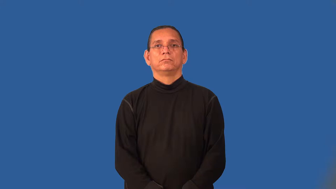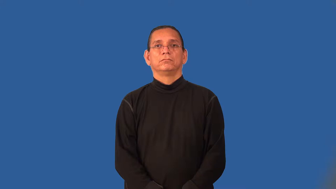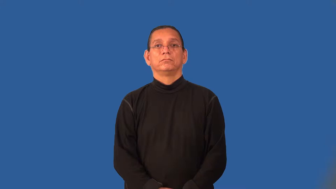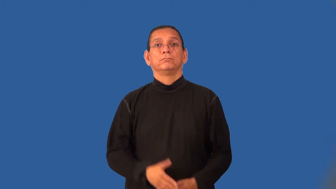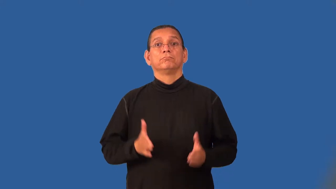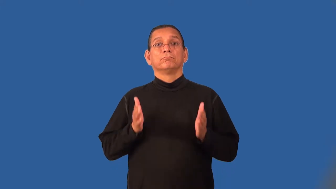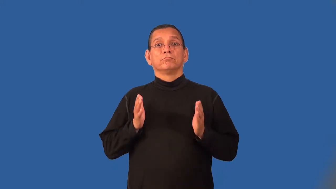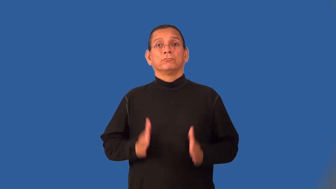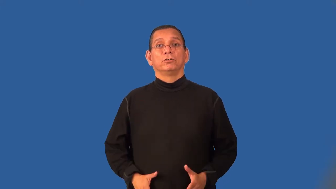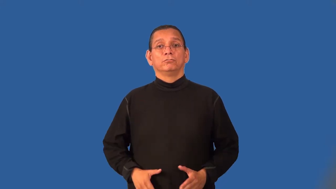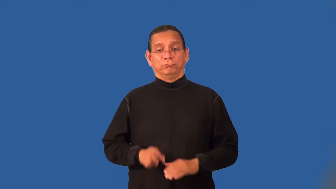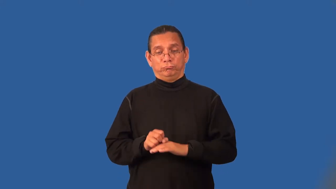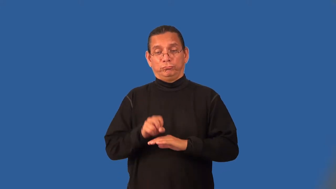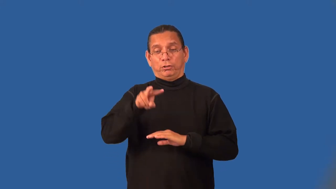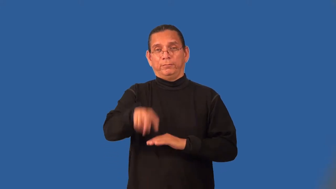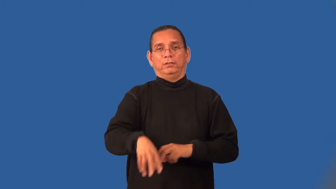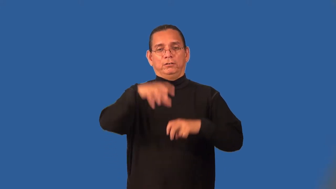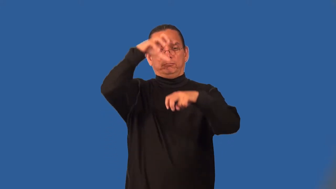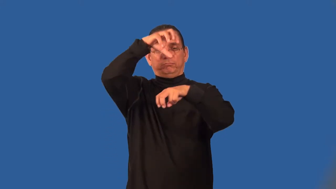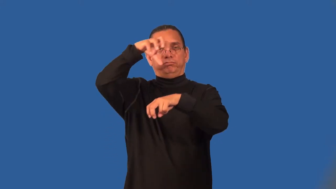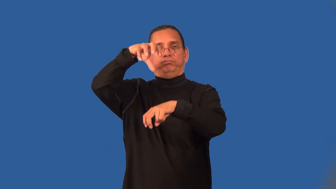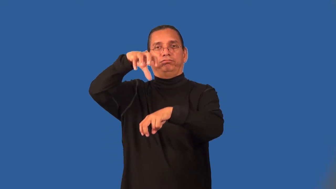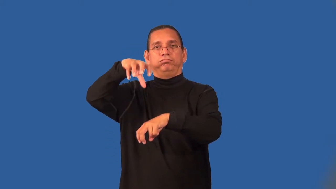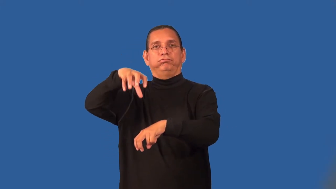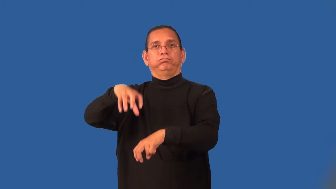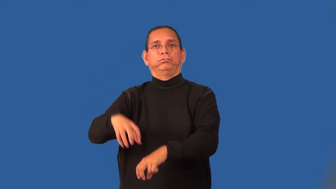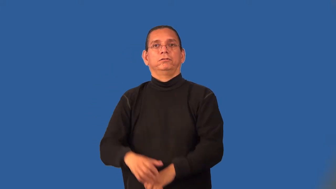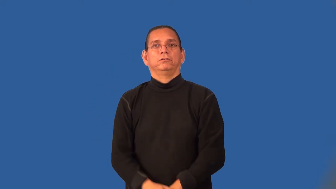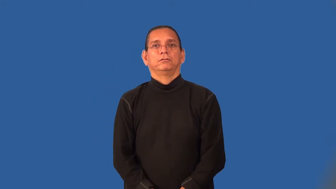parachutist,skydiver